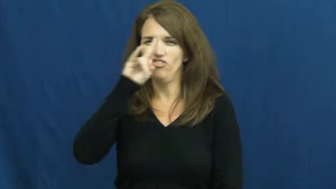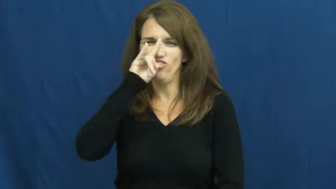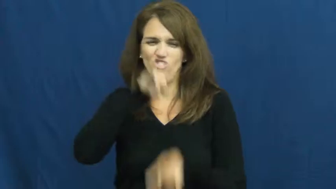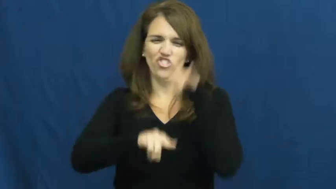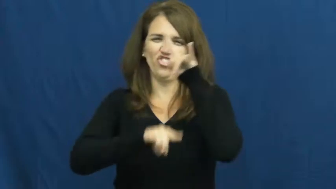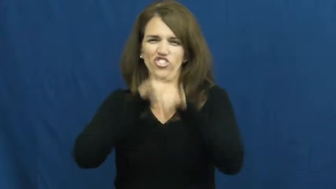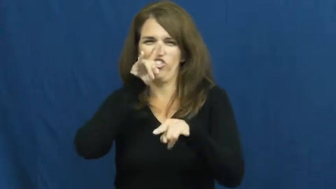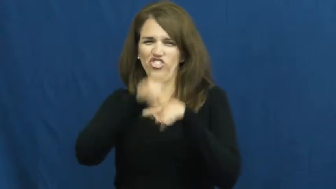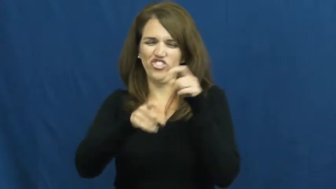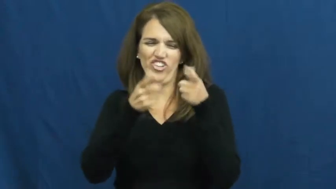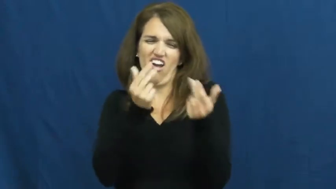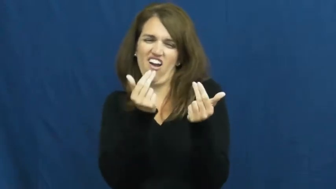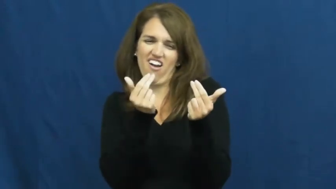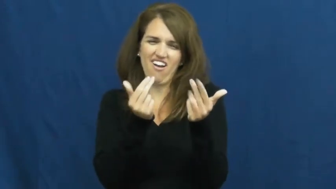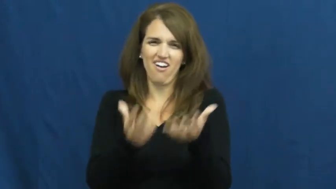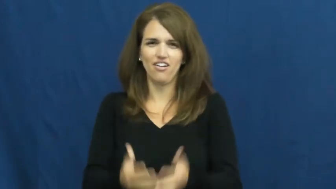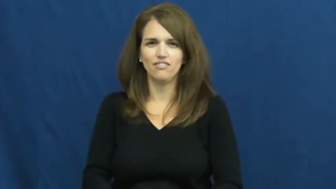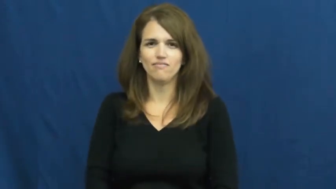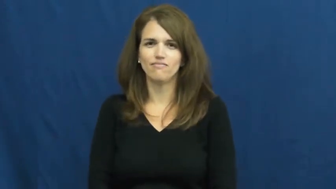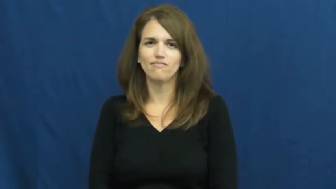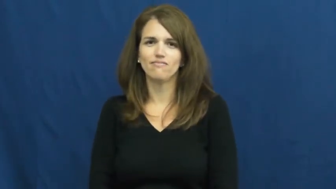mock,taunt,catcall,spoof